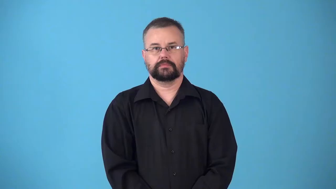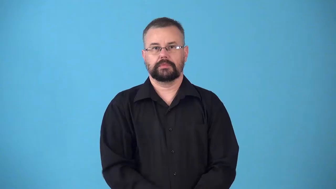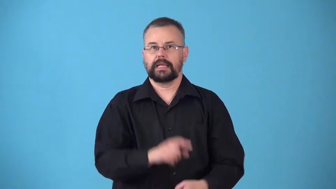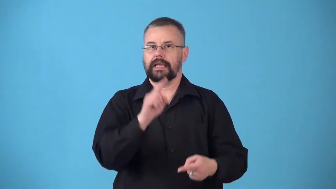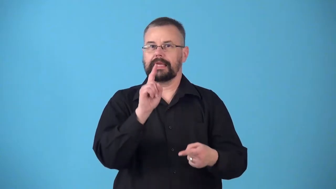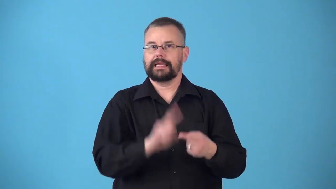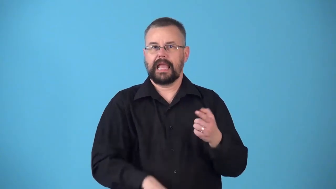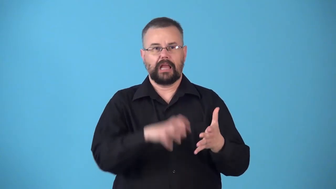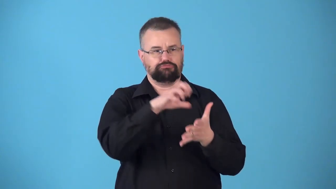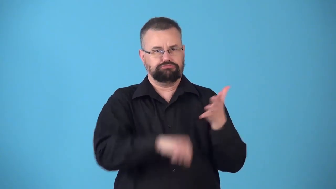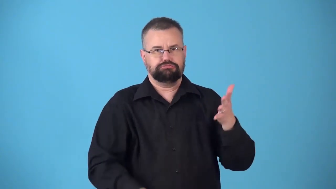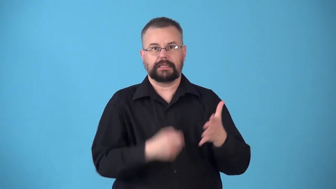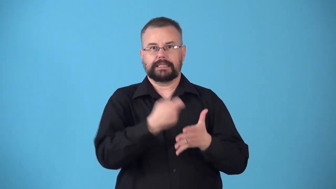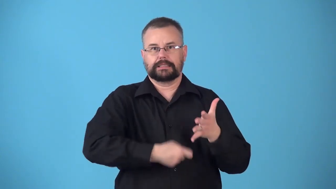nondeductible